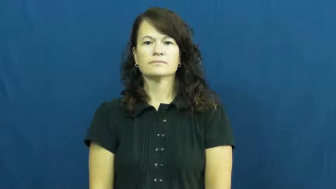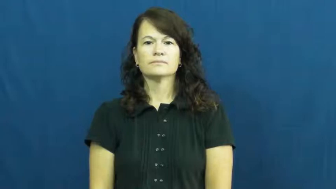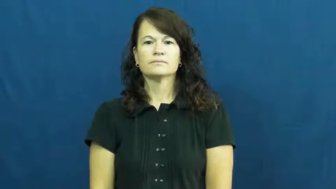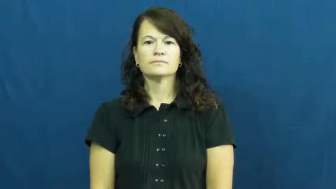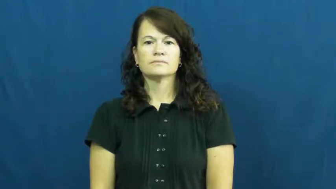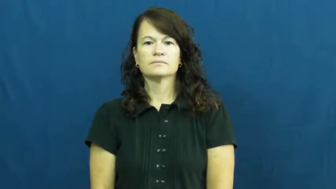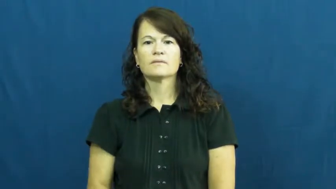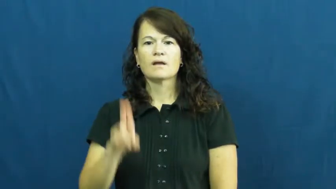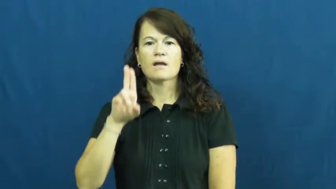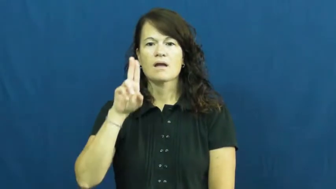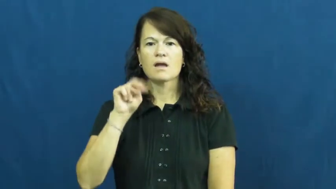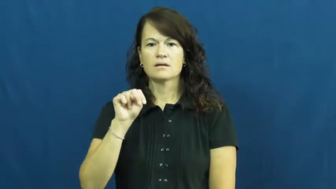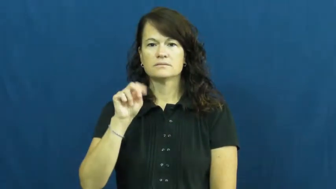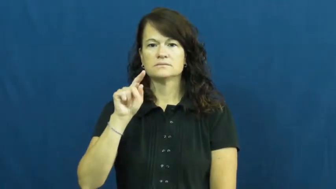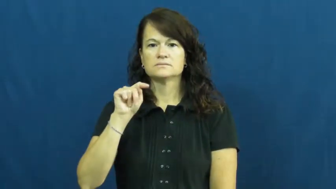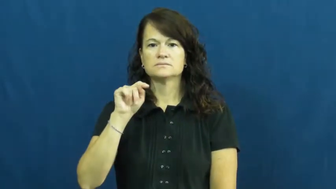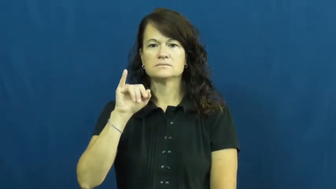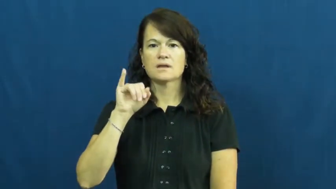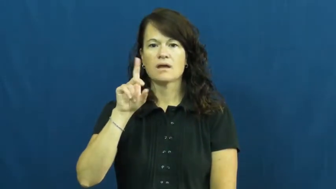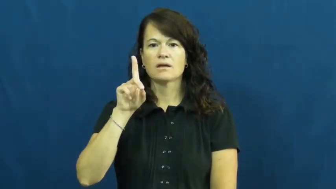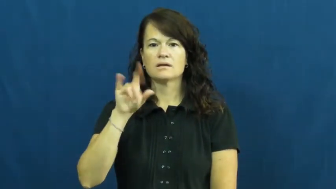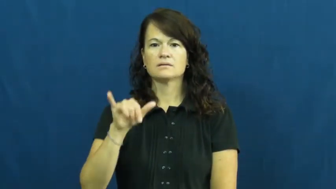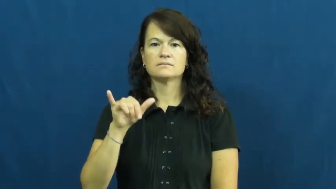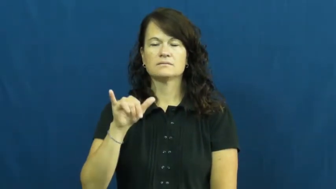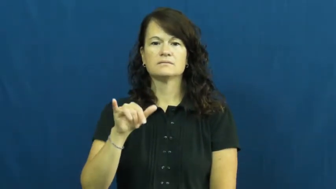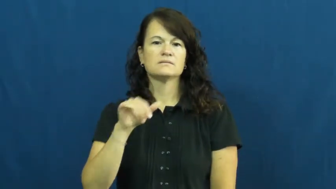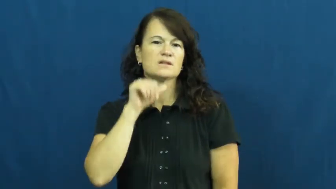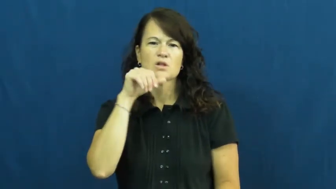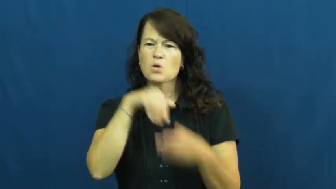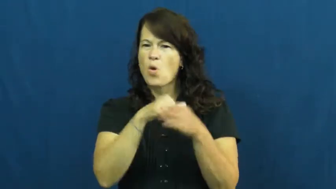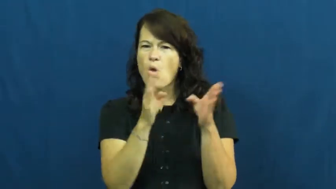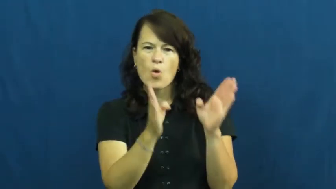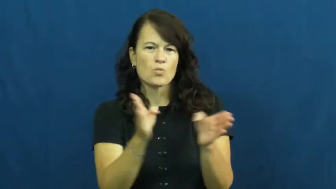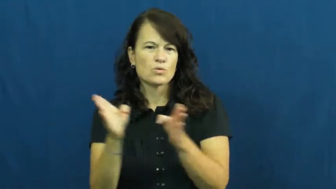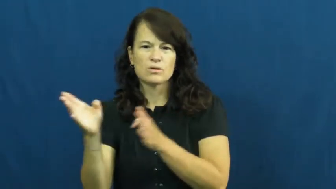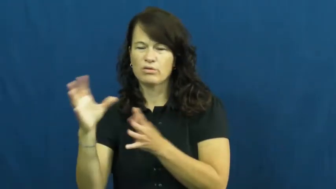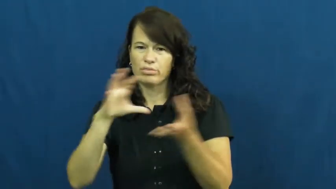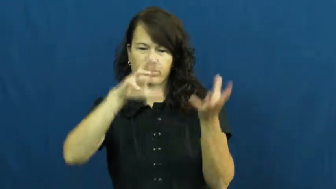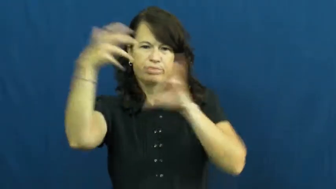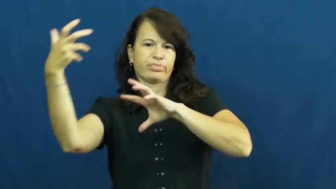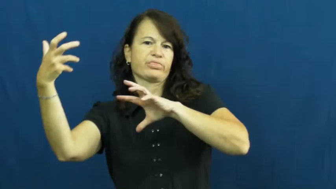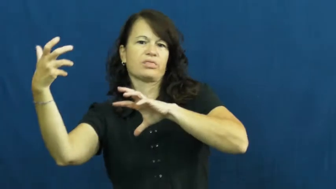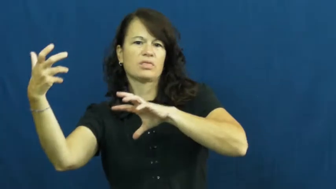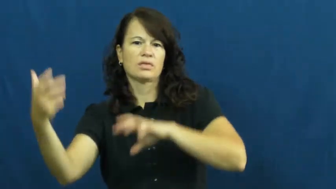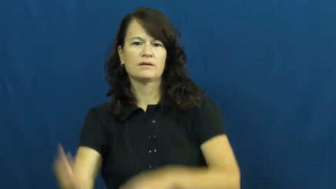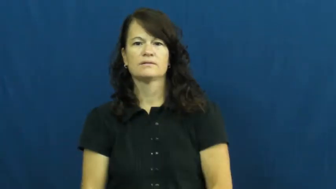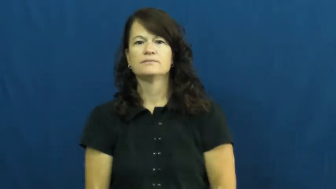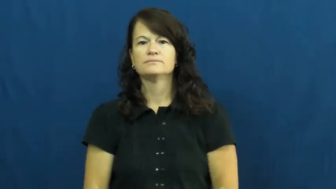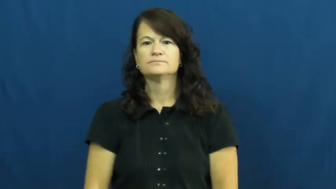untidy